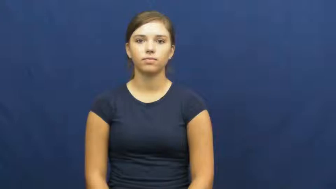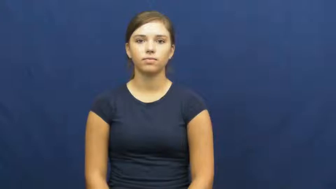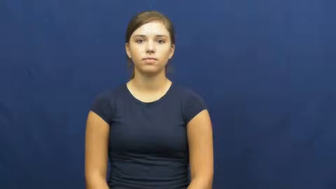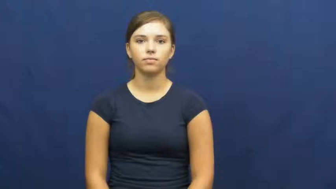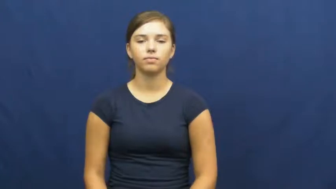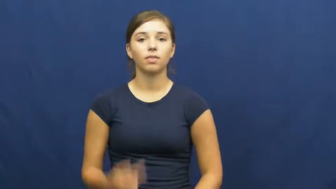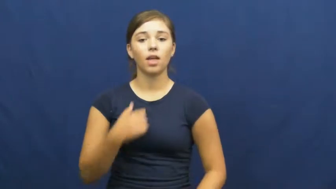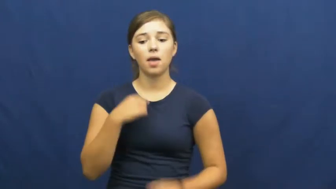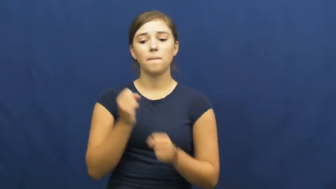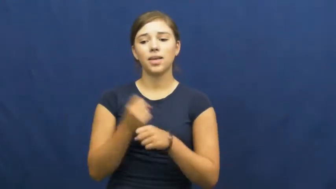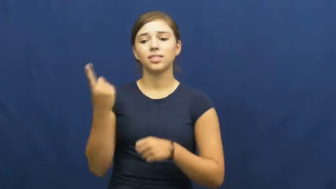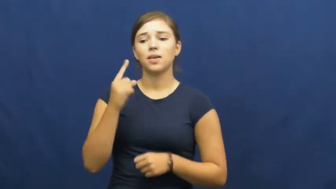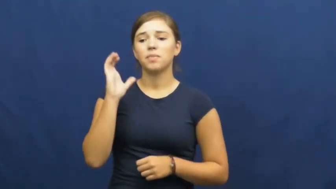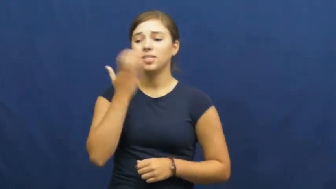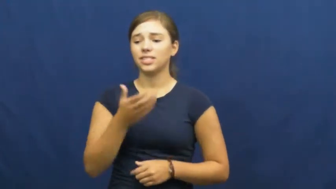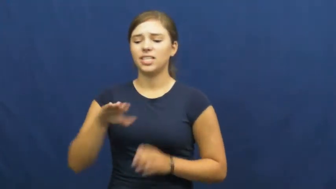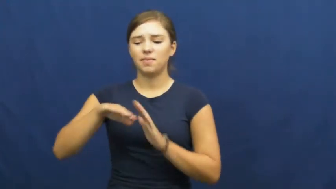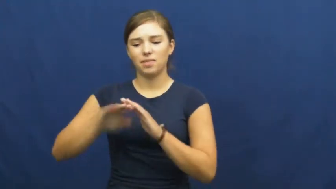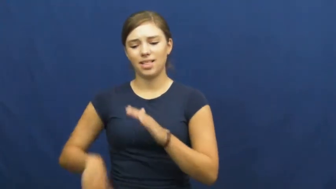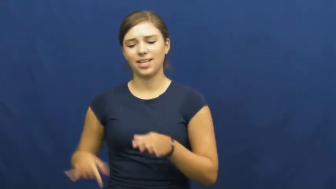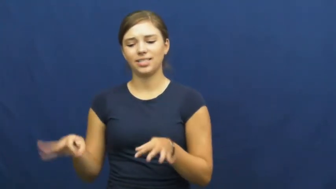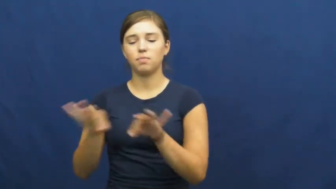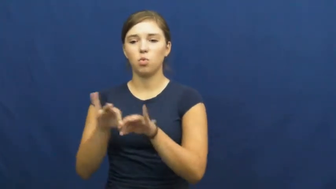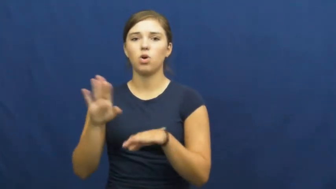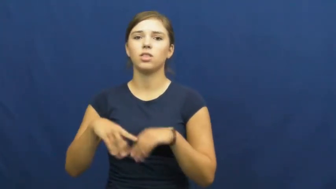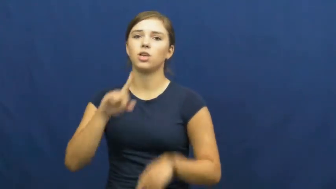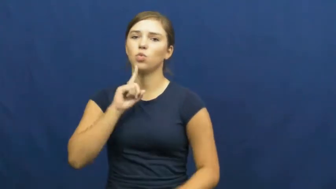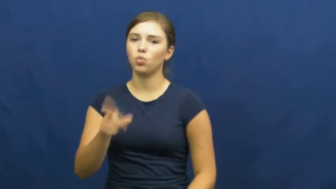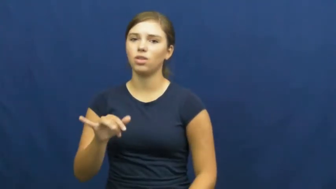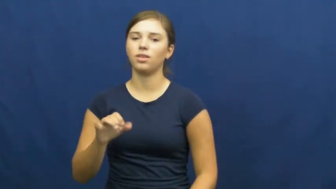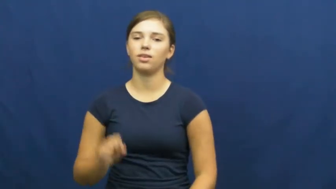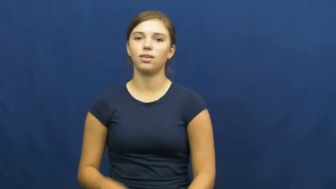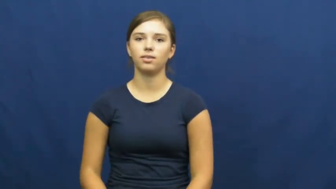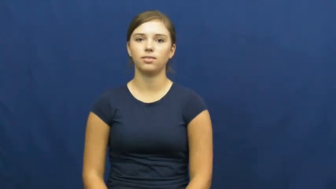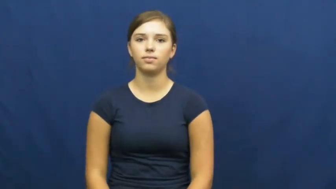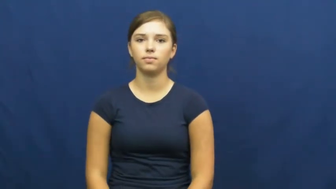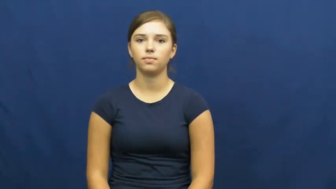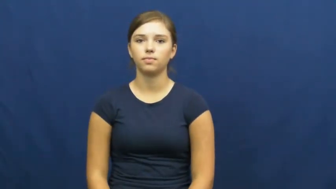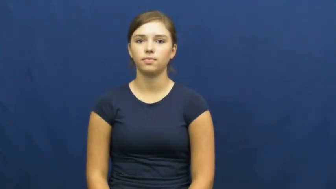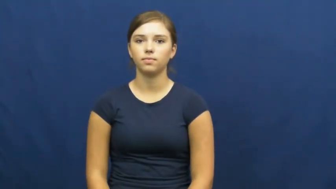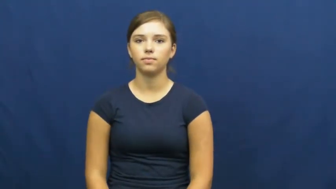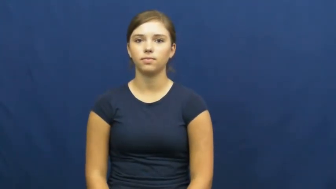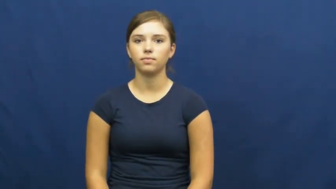understate